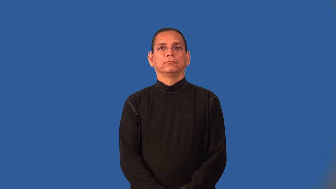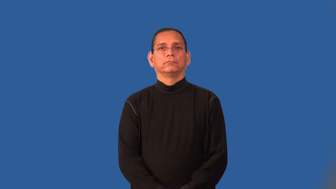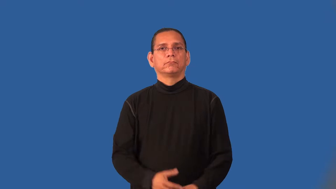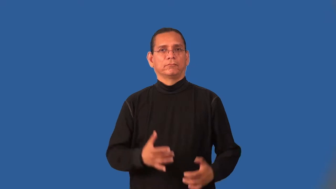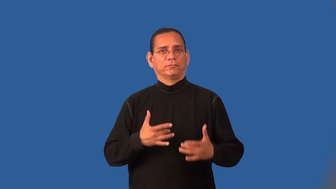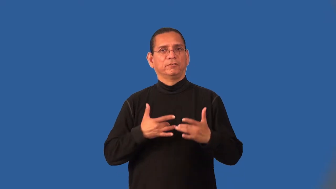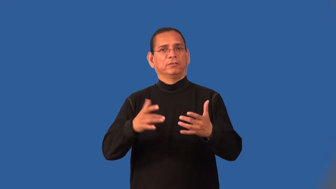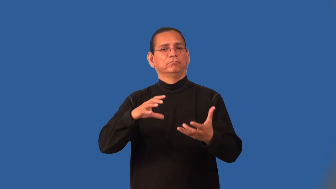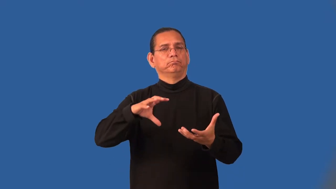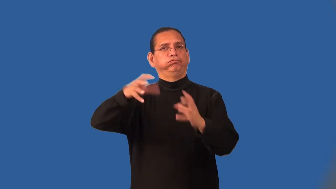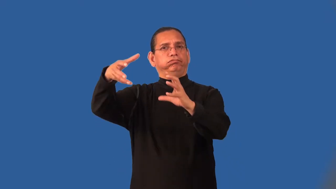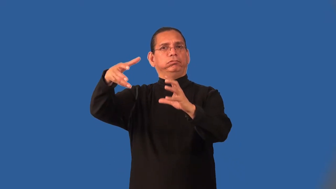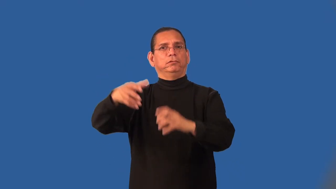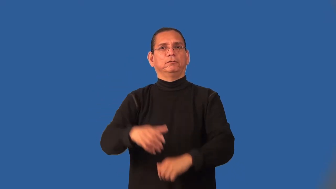inflammatory